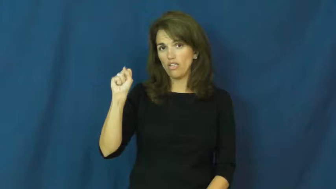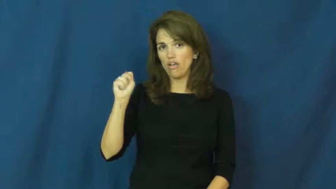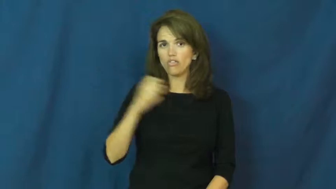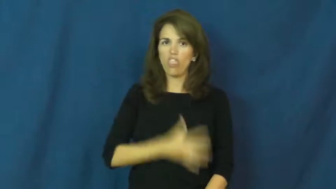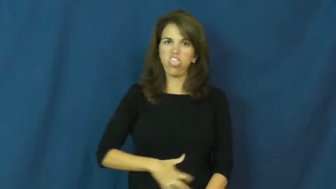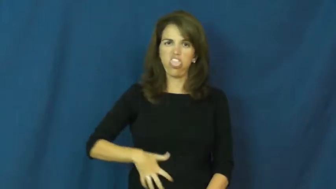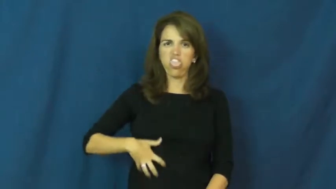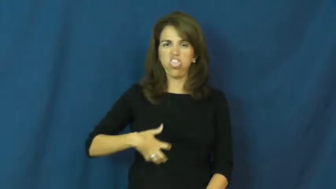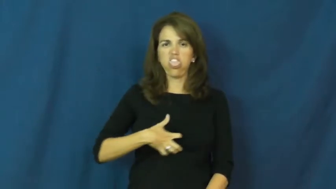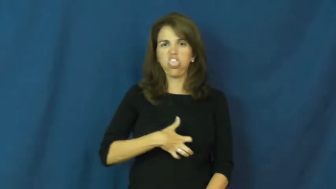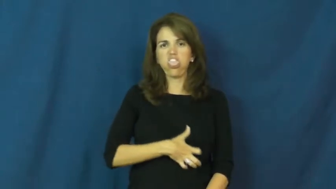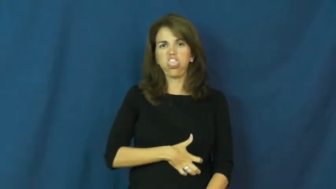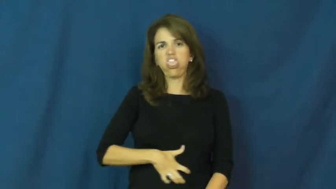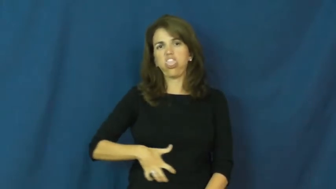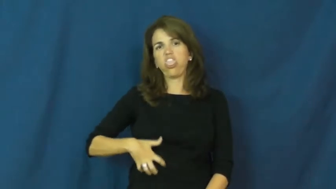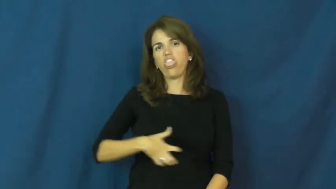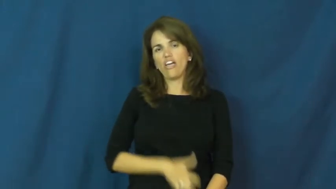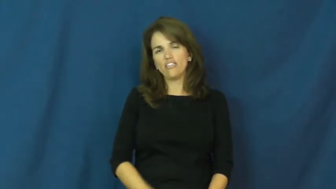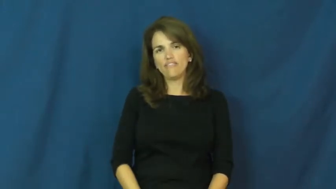disgust,unpleasing,appaling,off-putting